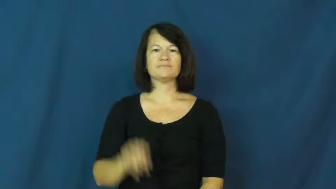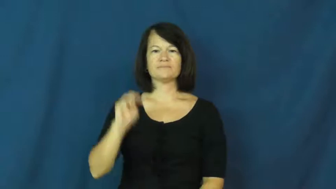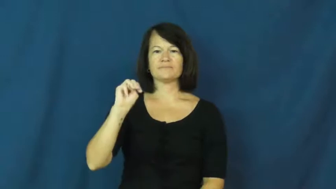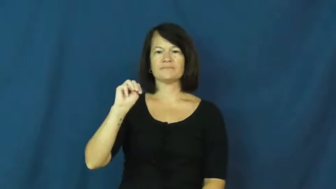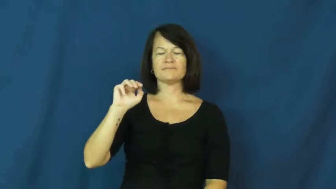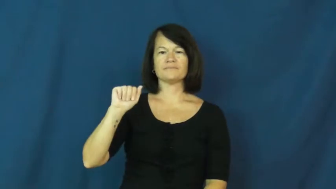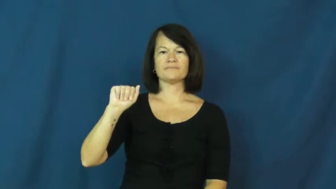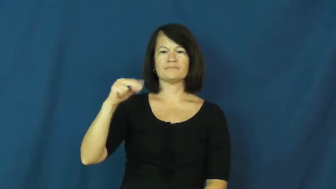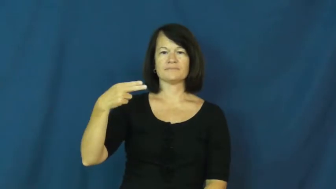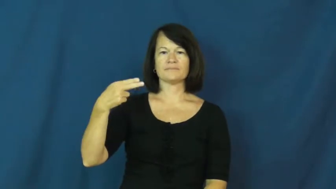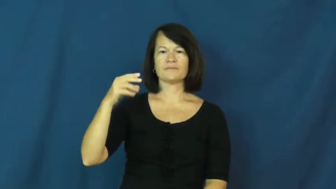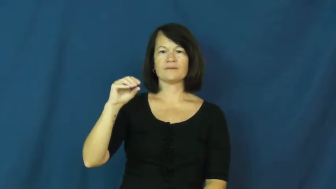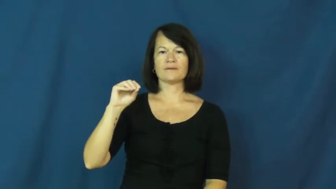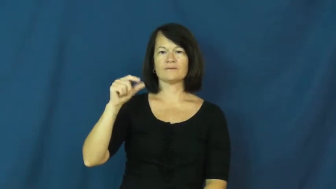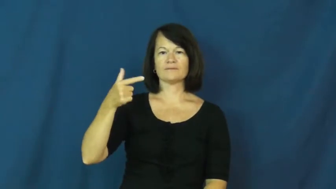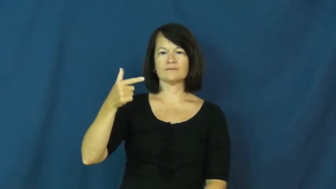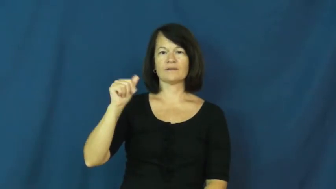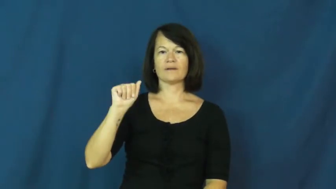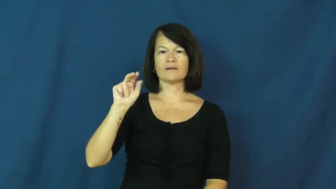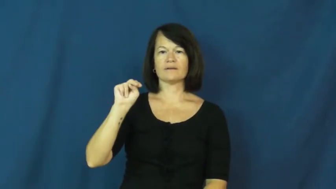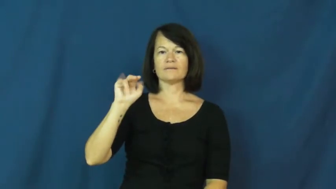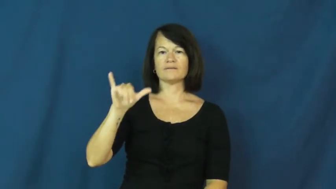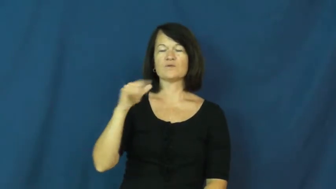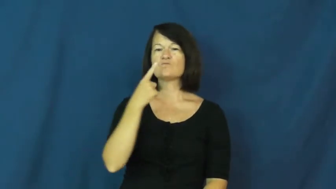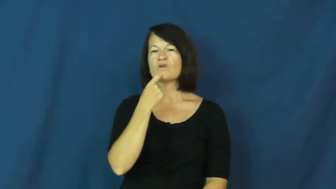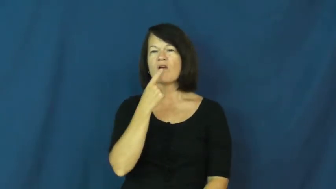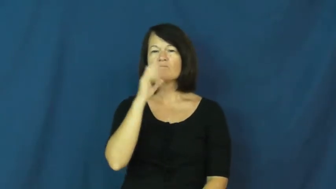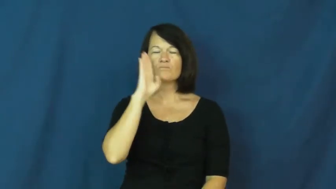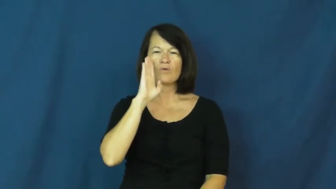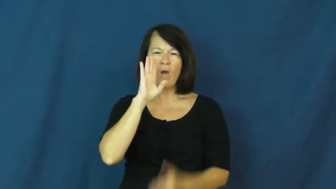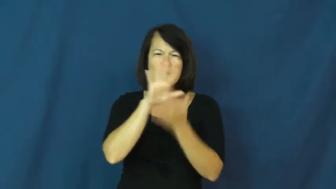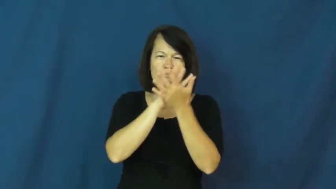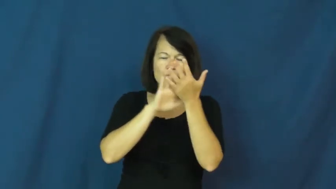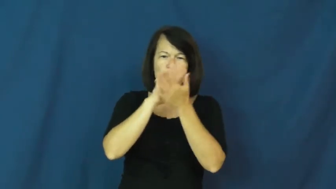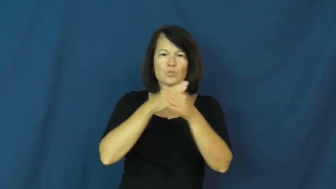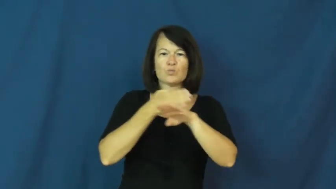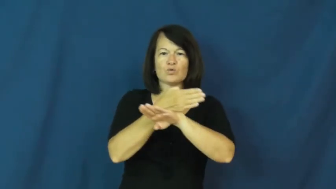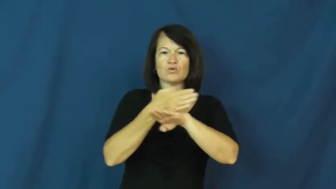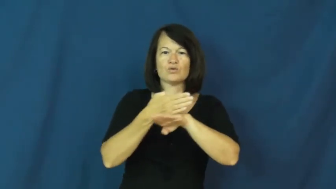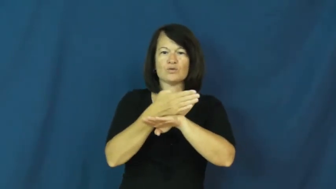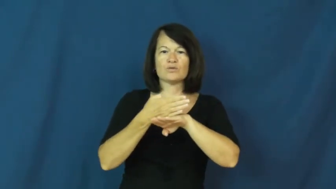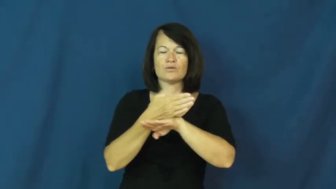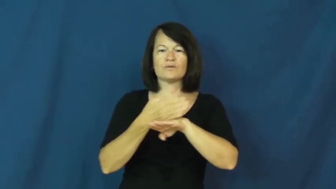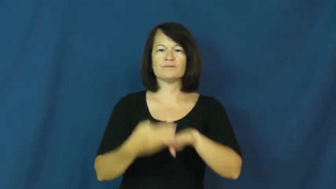mahogany